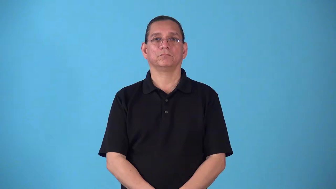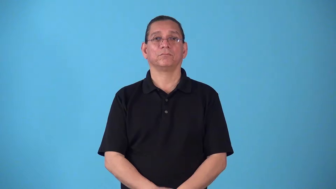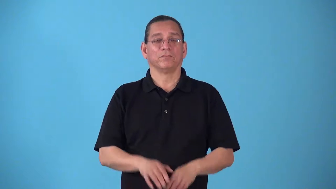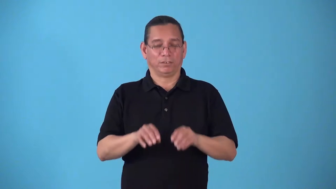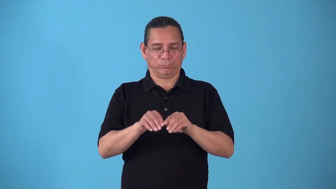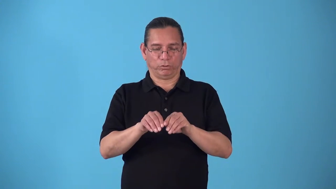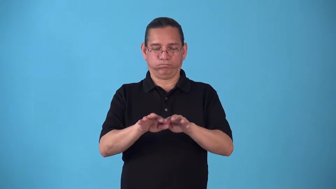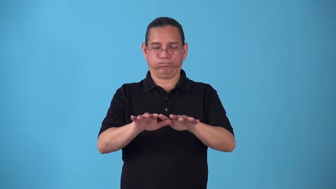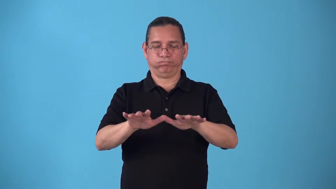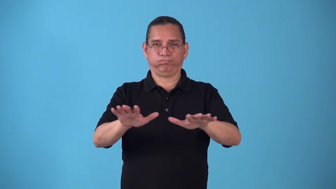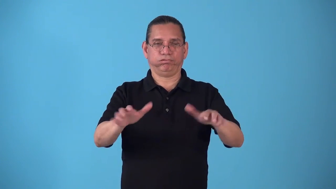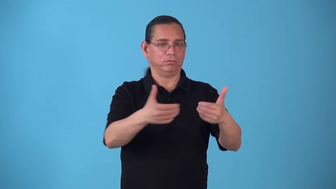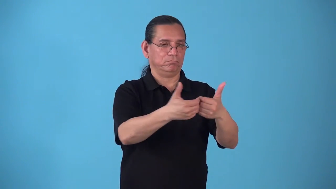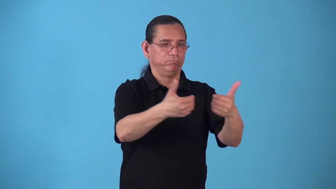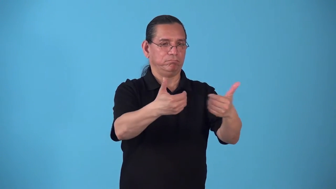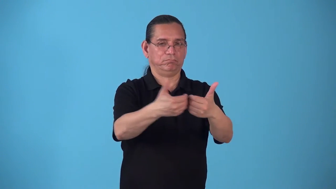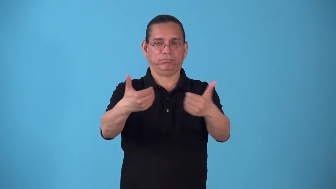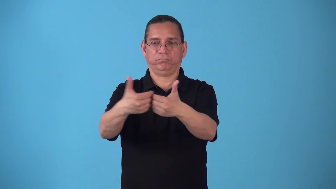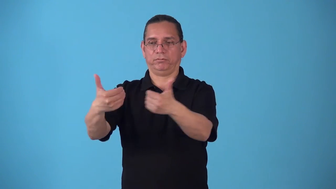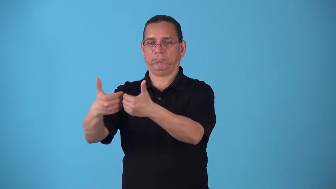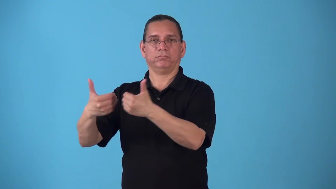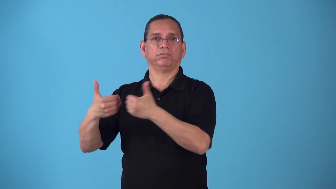splay-spread open or apart